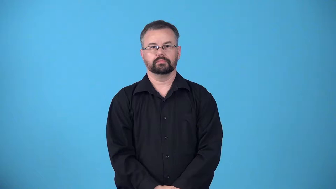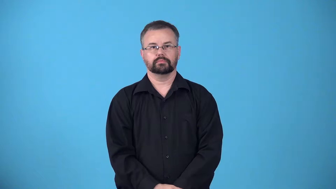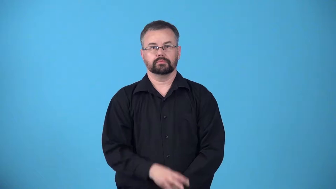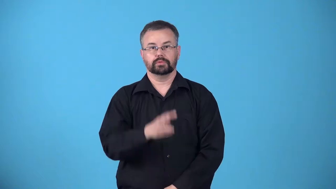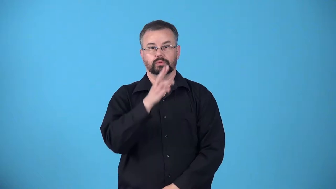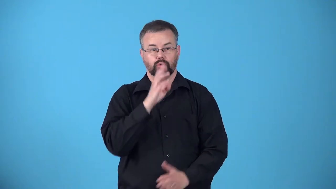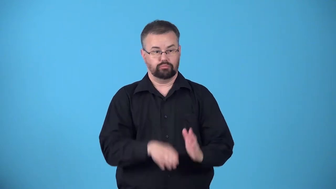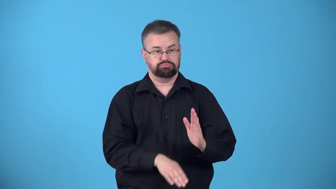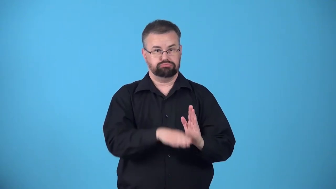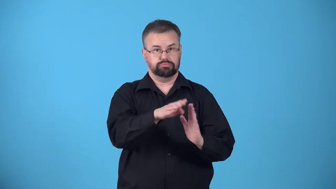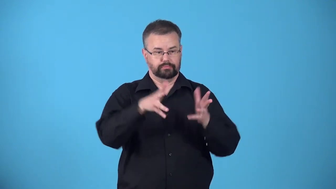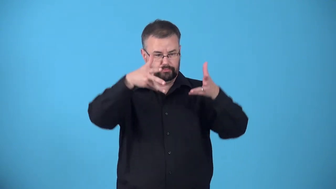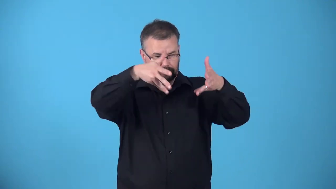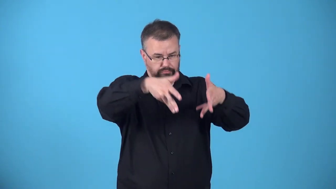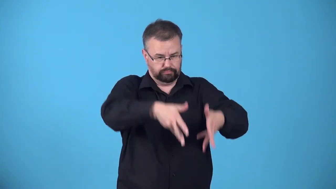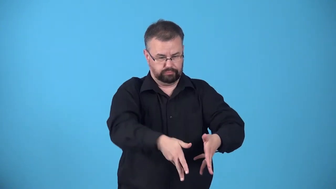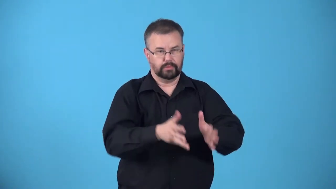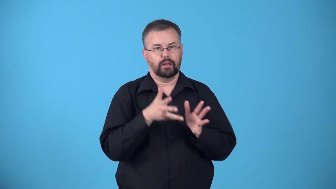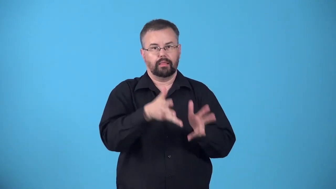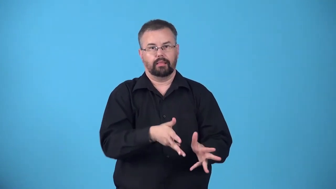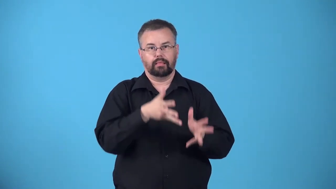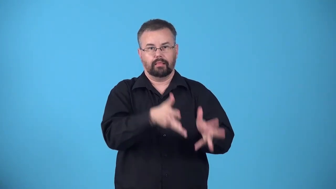soak,bathe-place something in a liquid for a long time